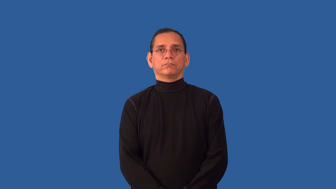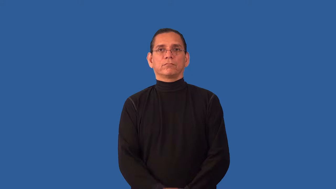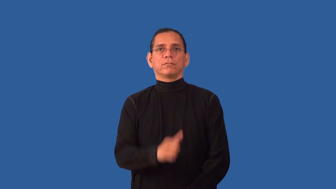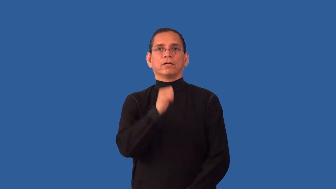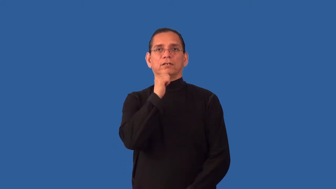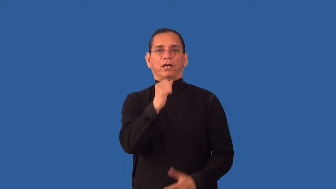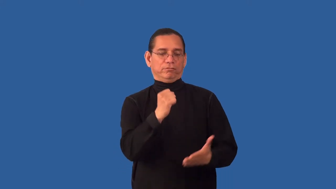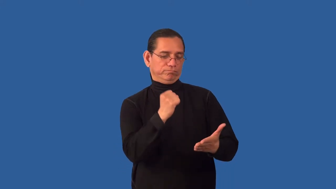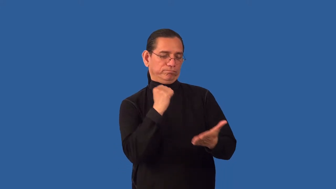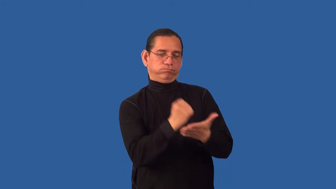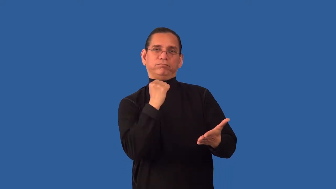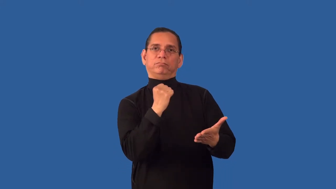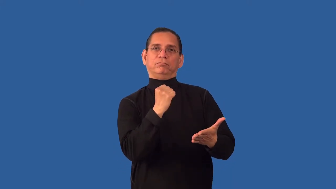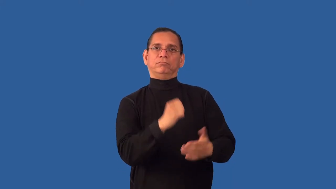unbranded-cattle brand